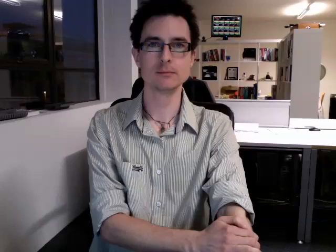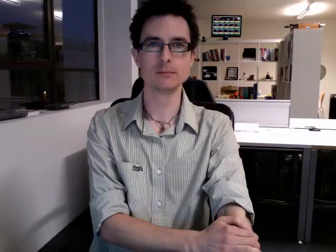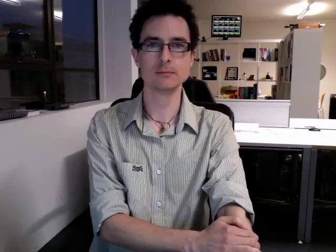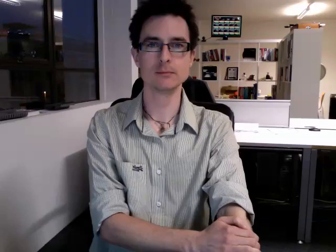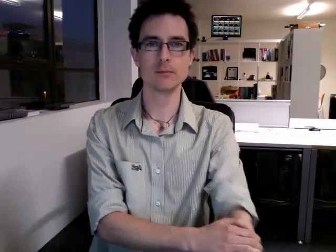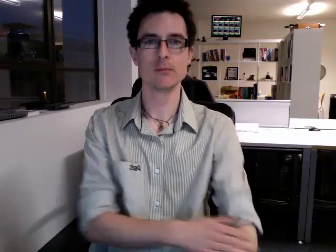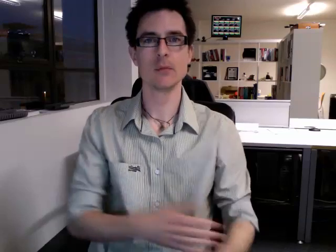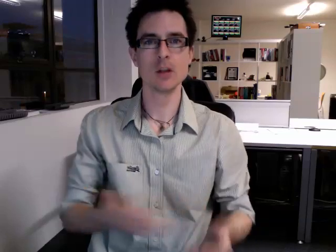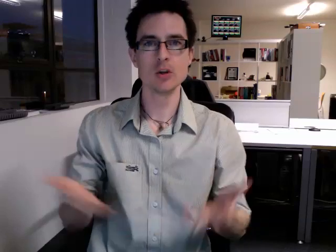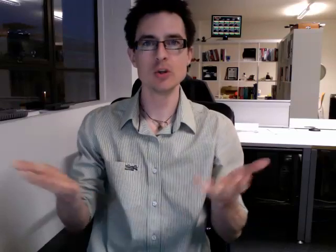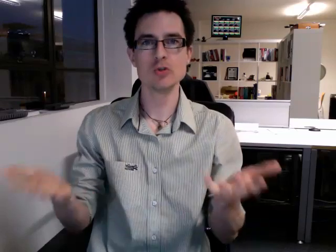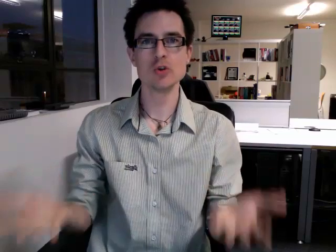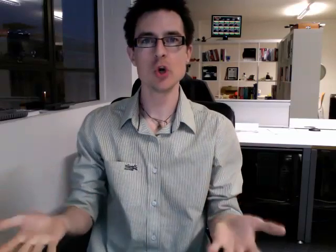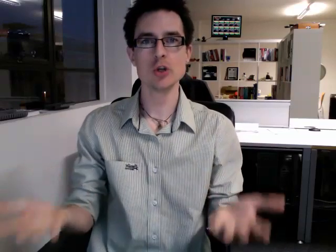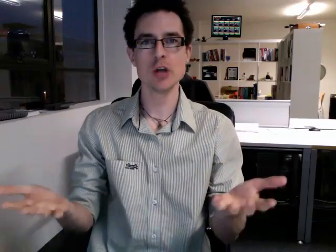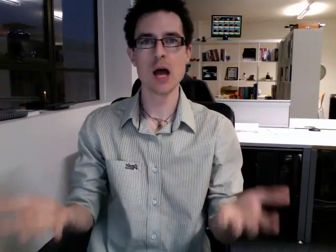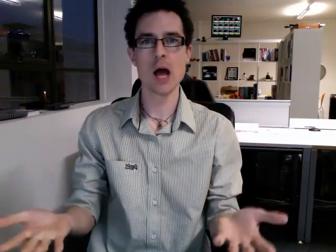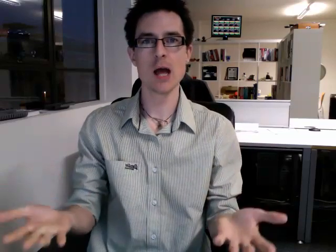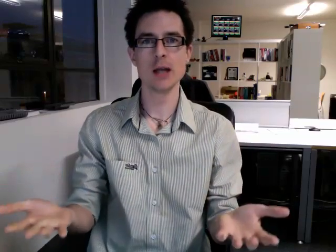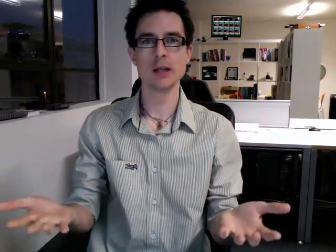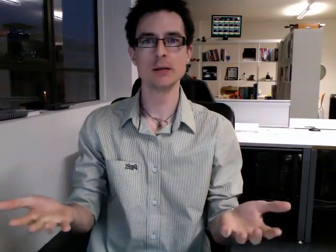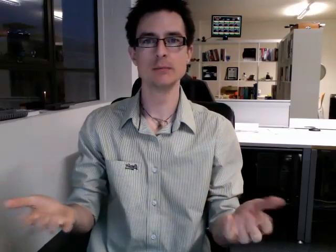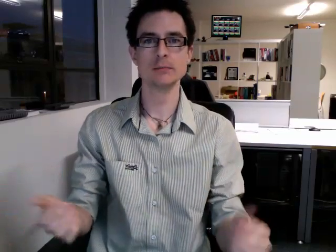today